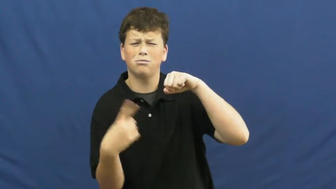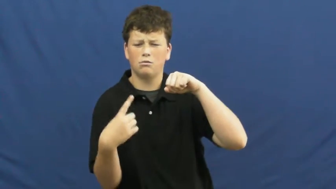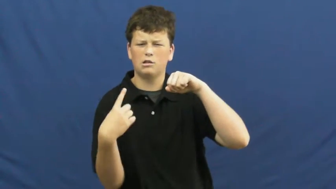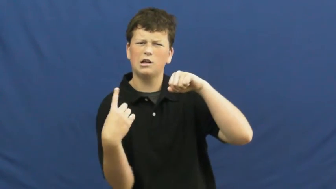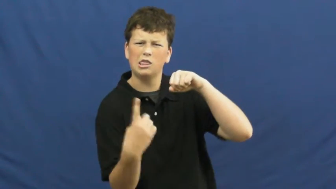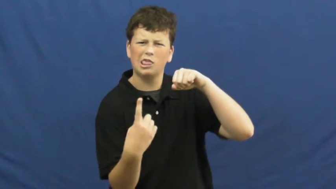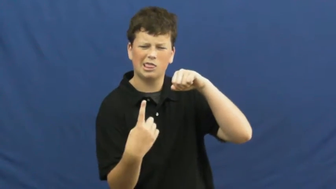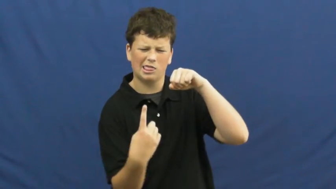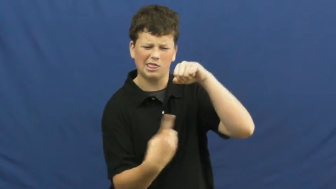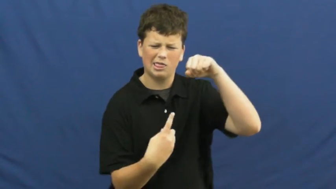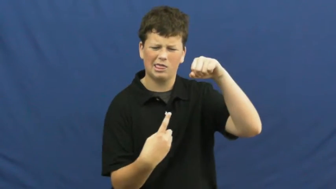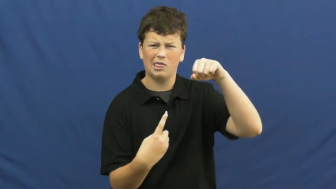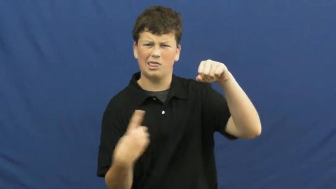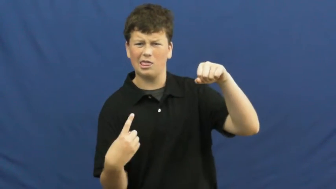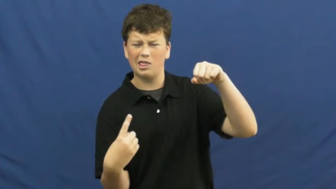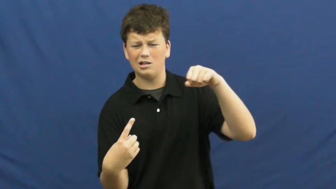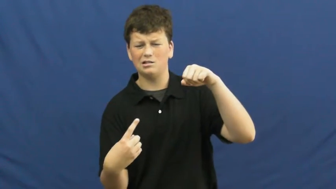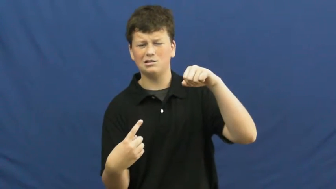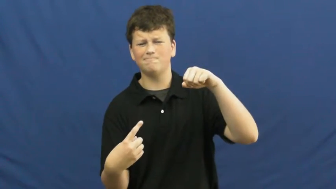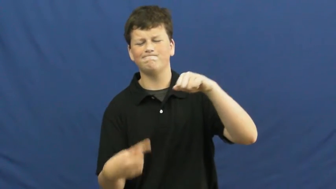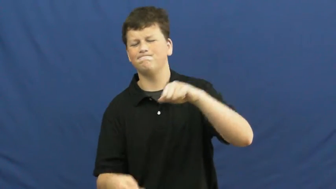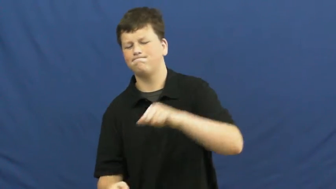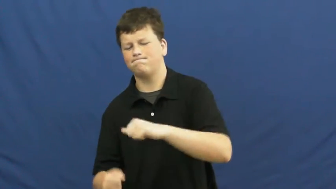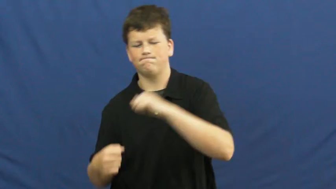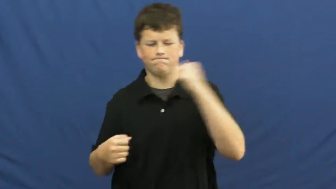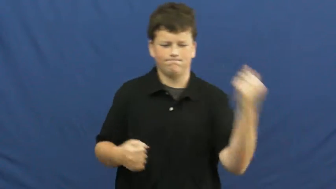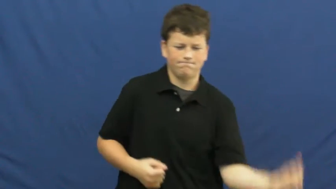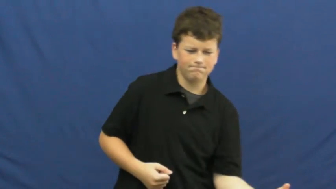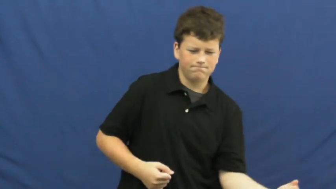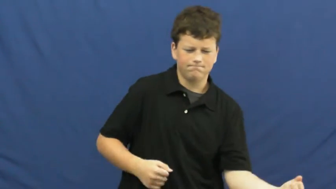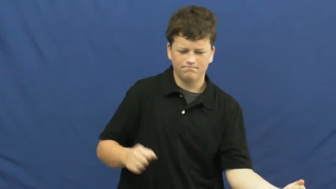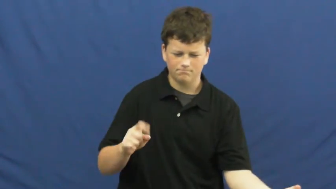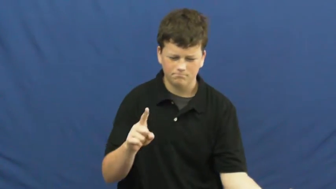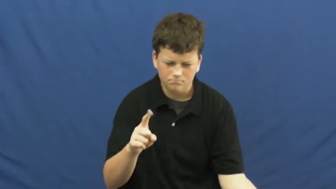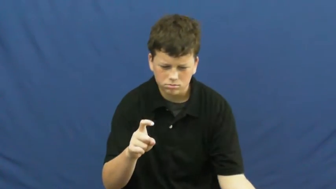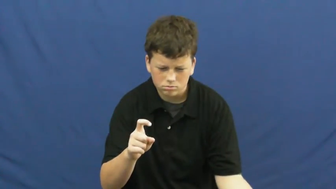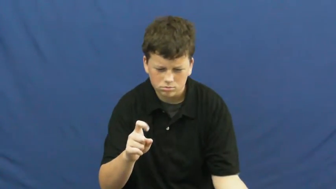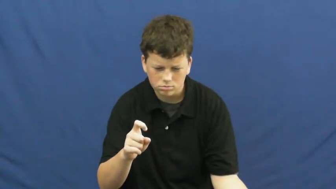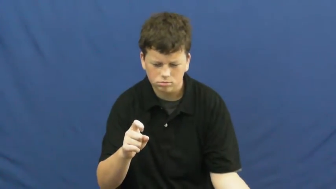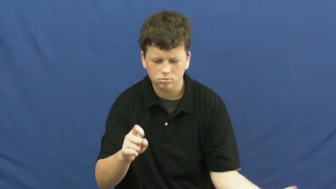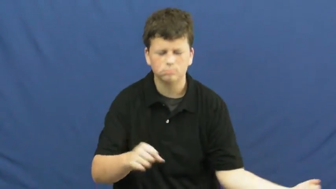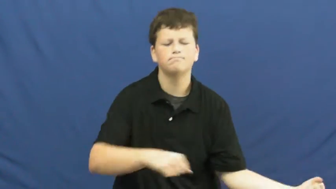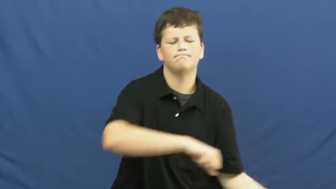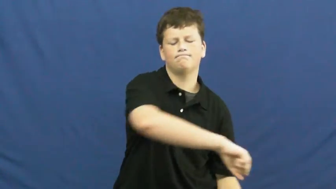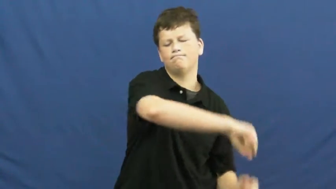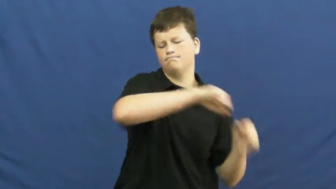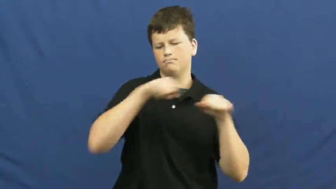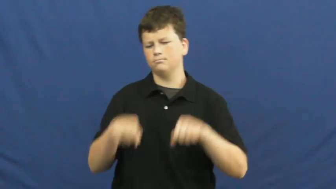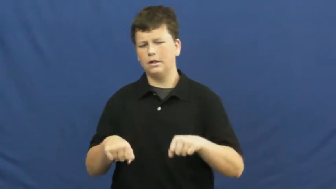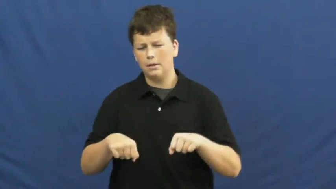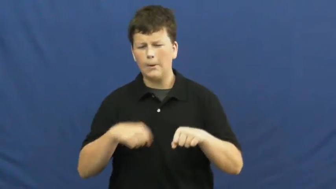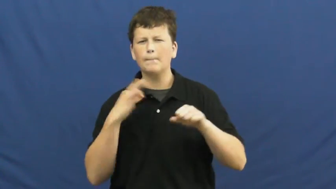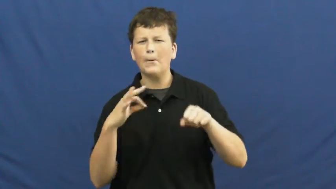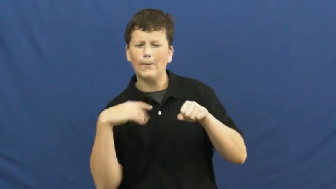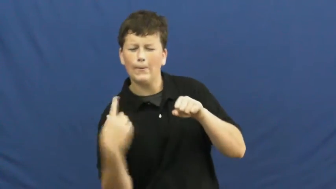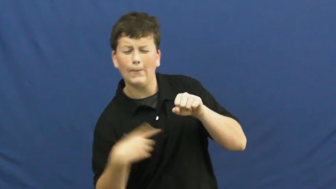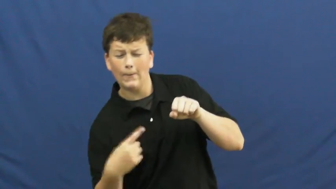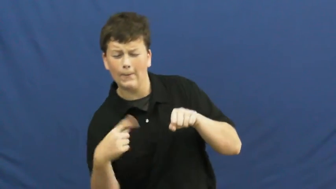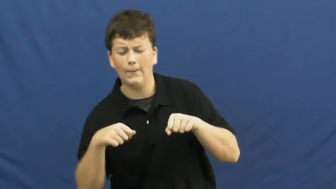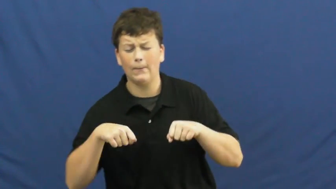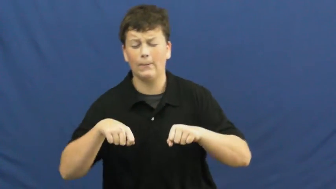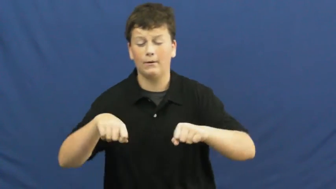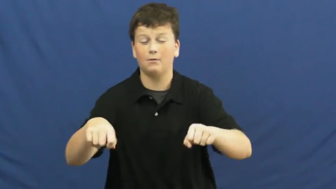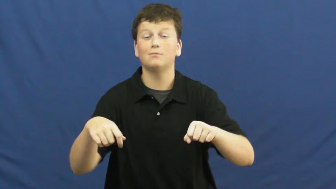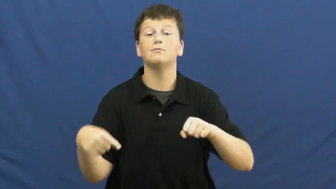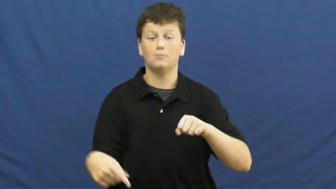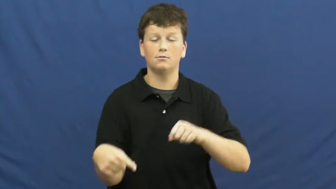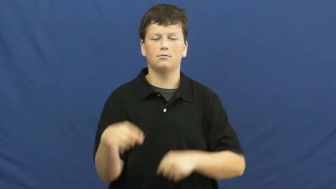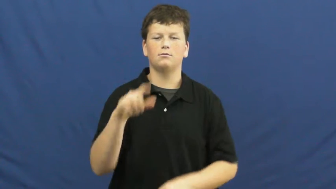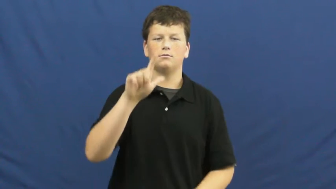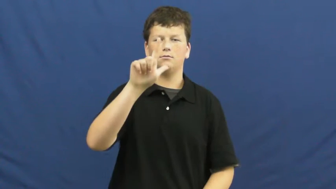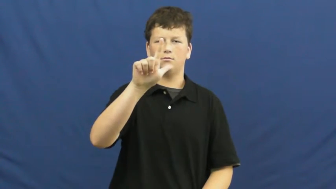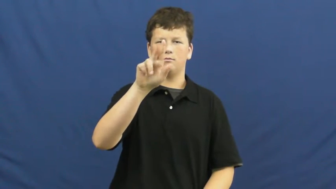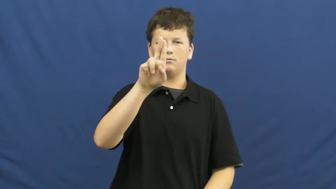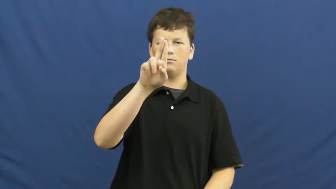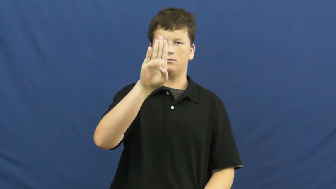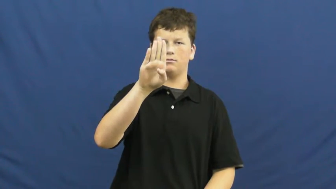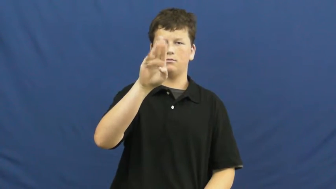lubricant